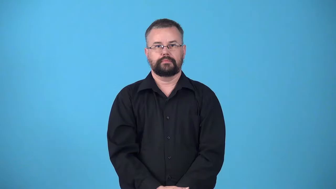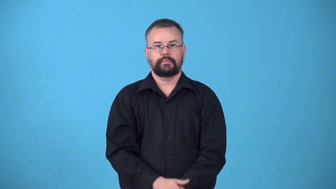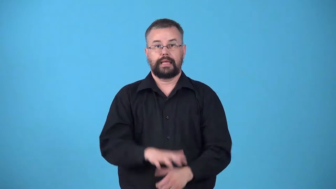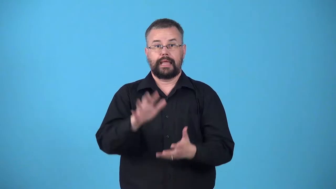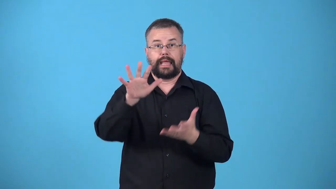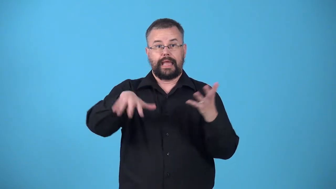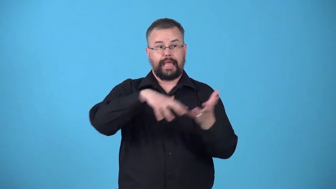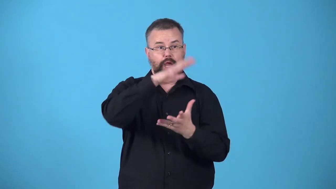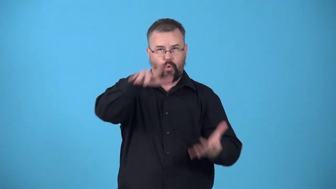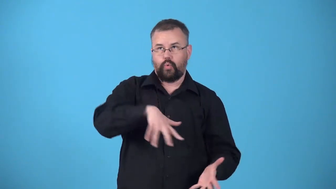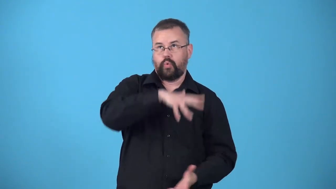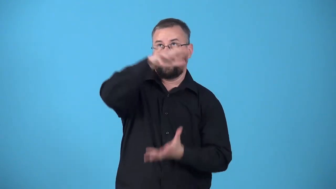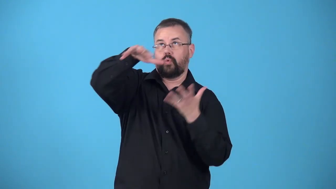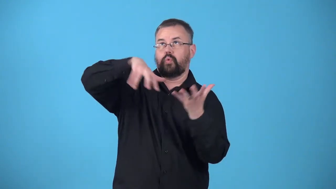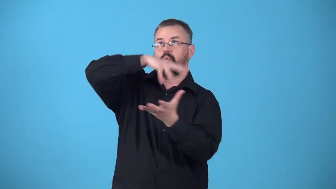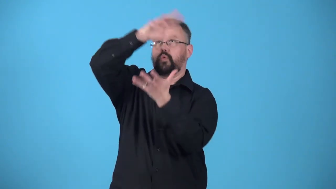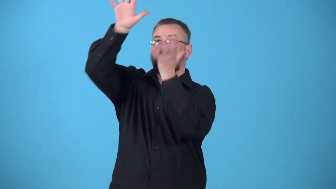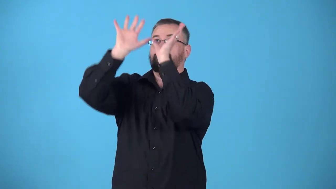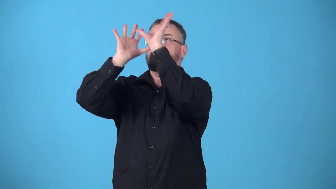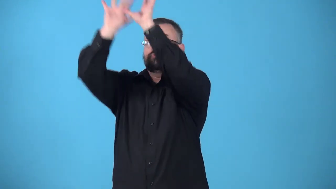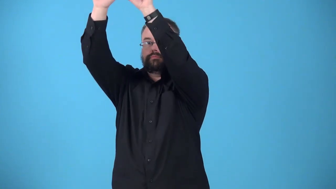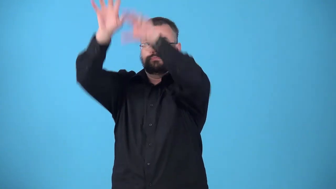updraft